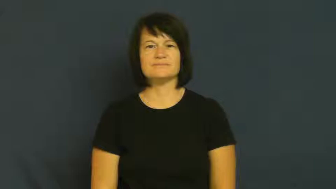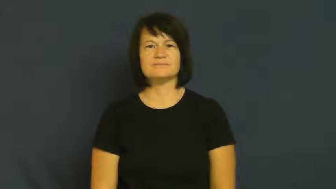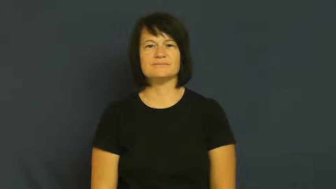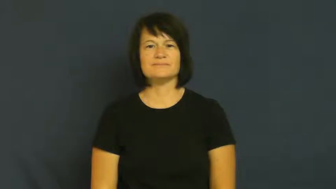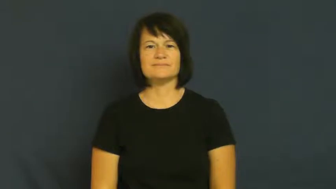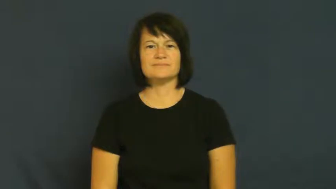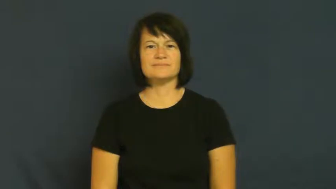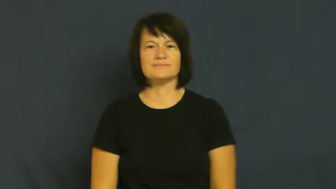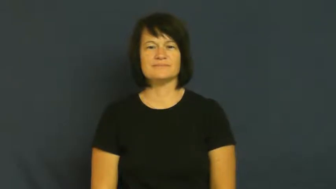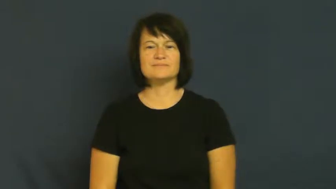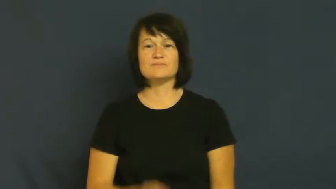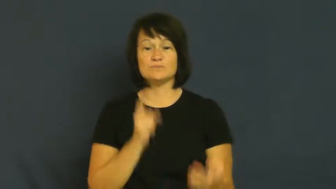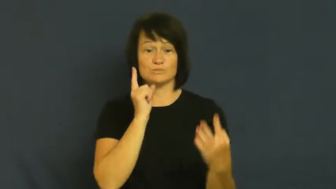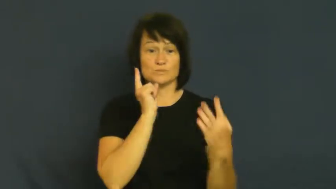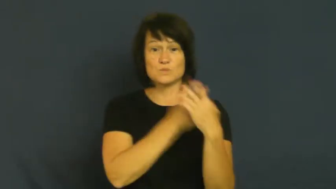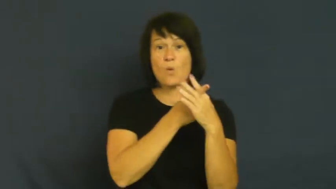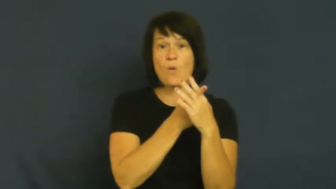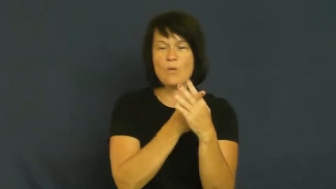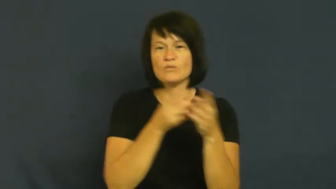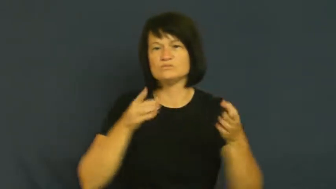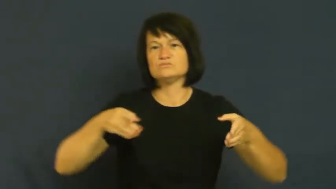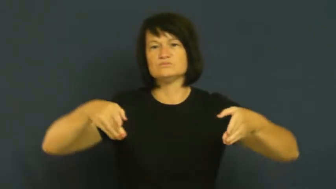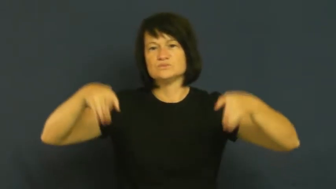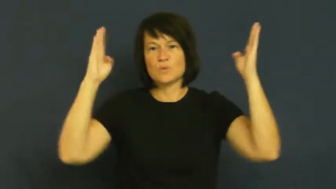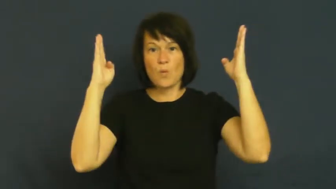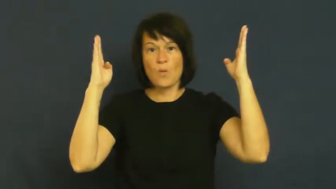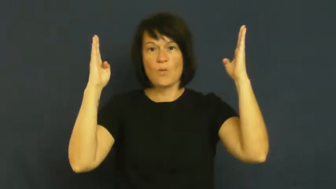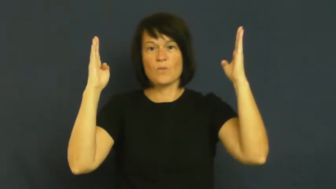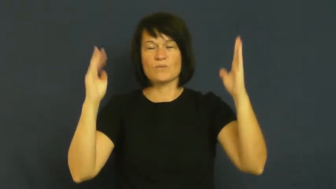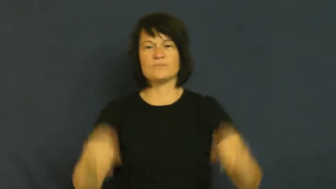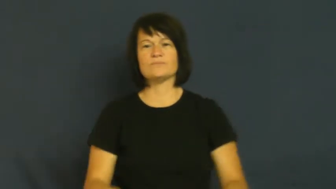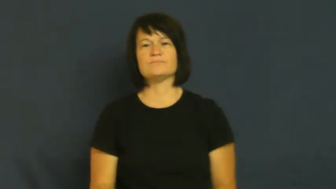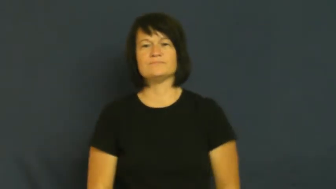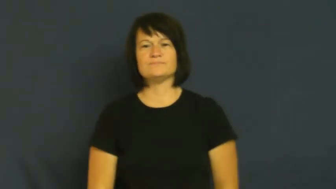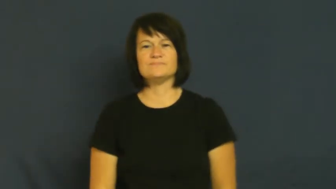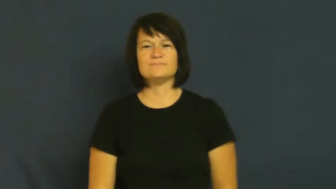goal-score